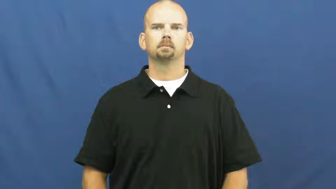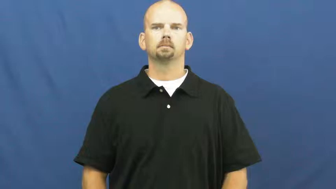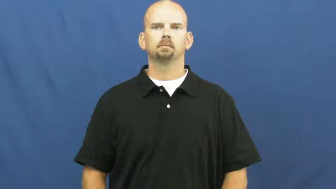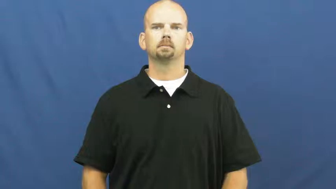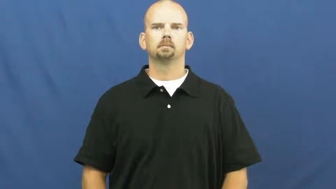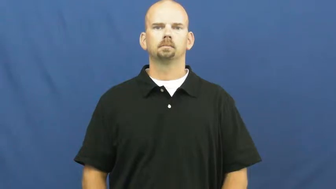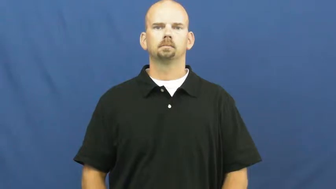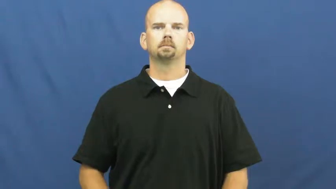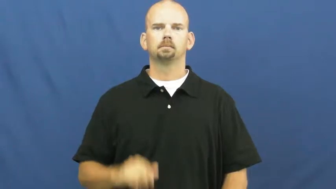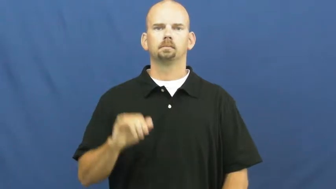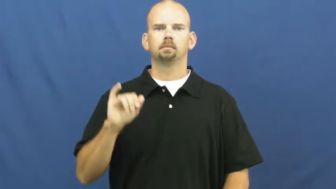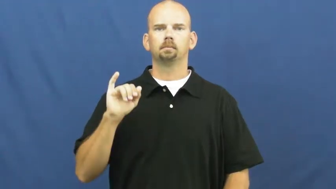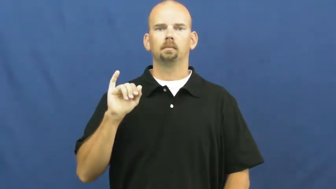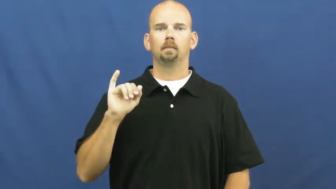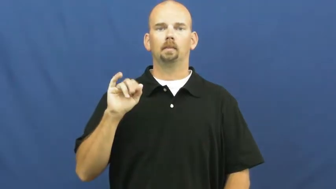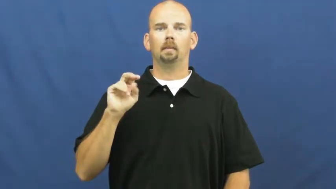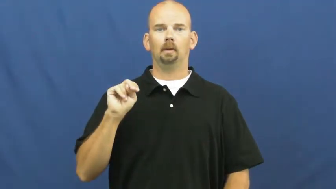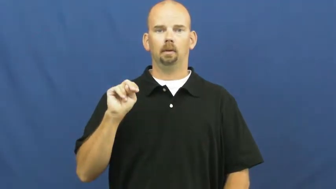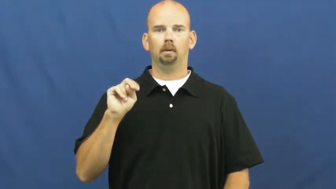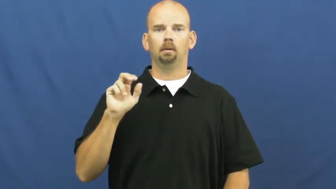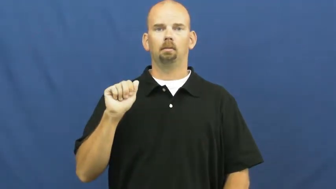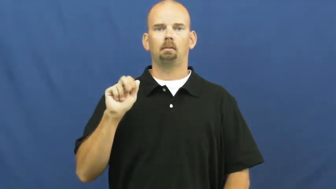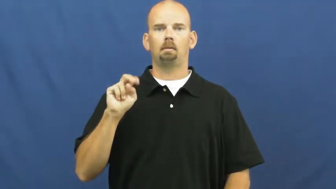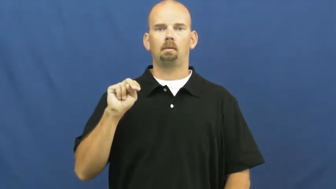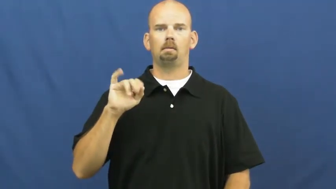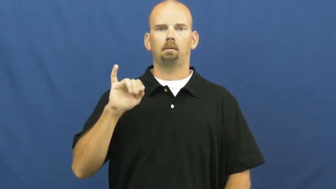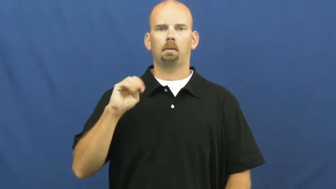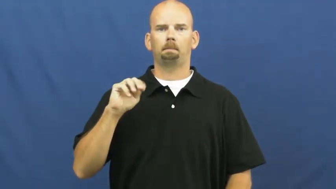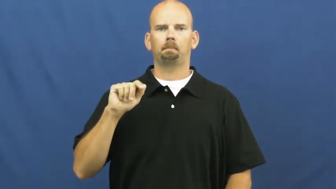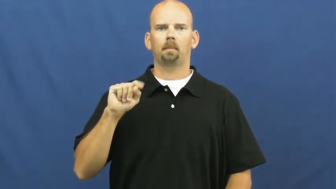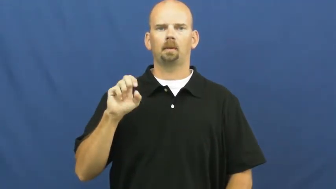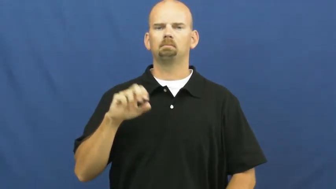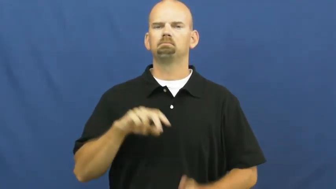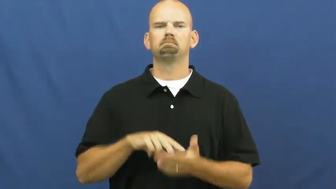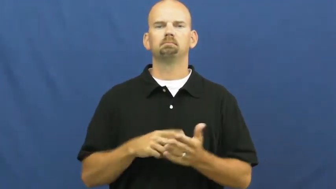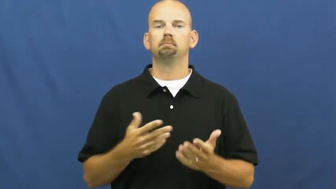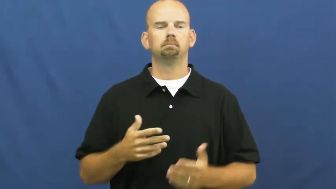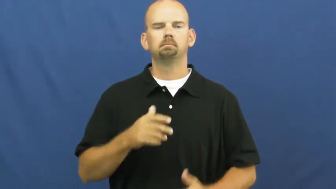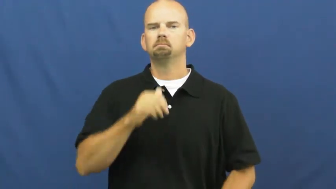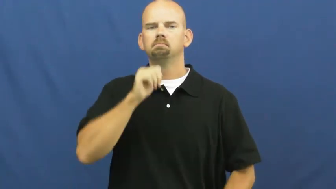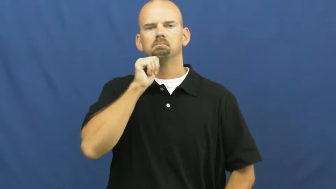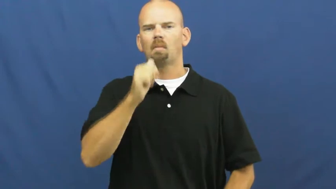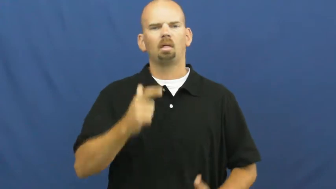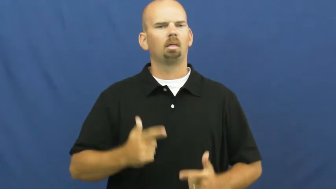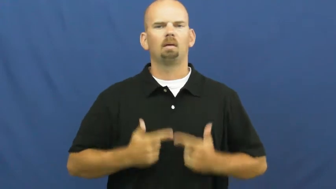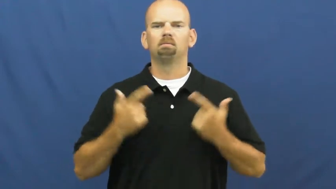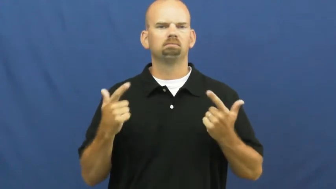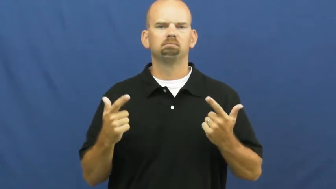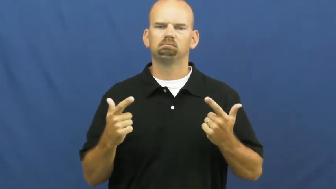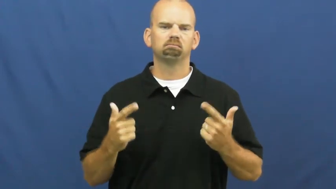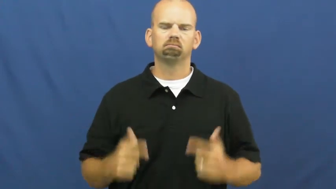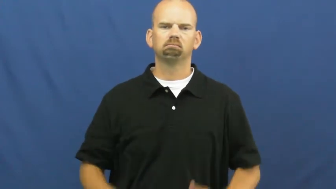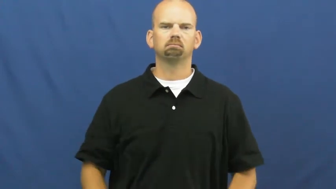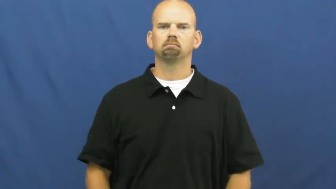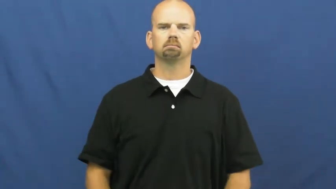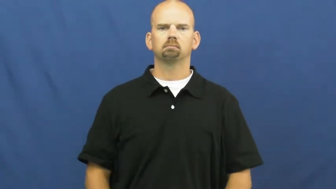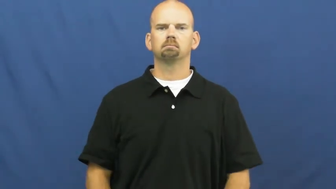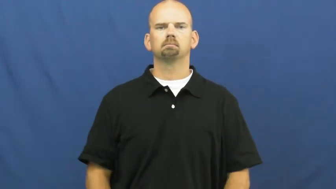inanimate